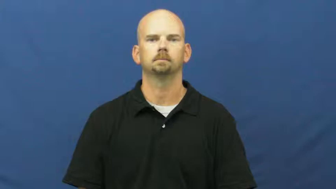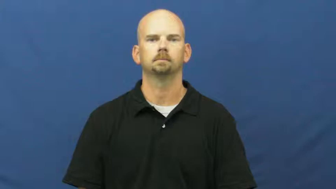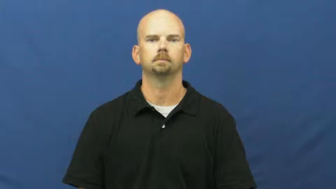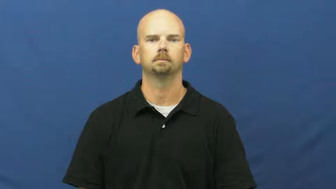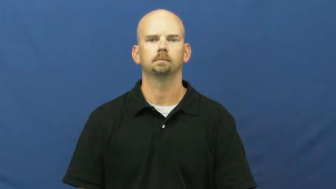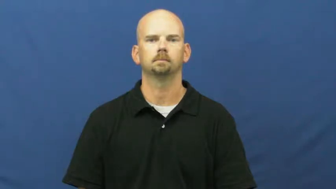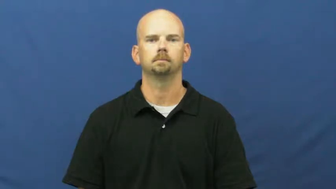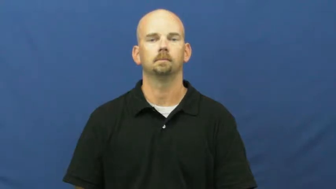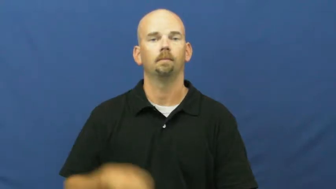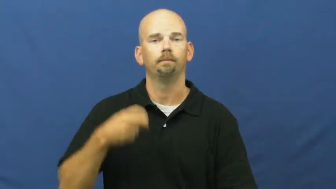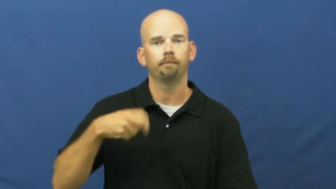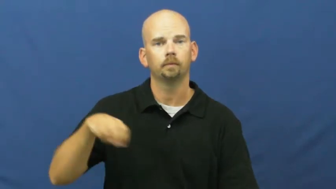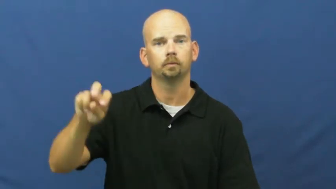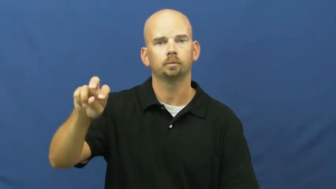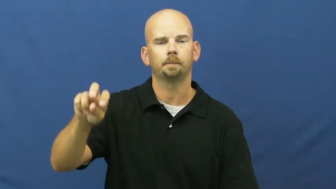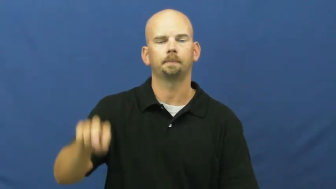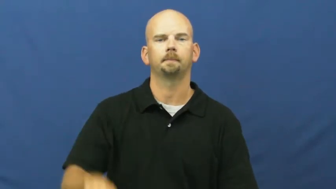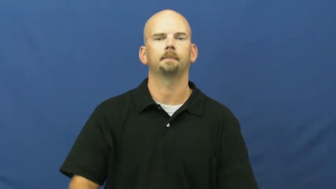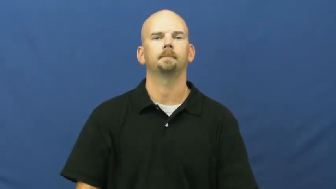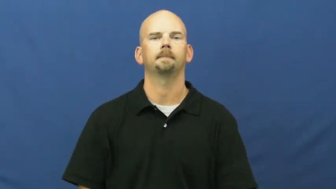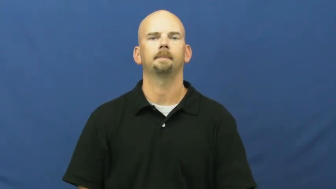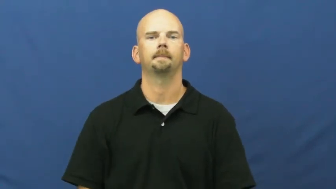trip,passage,junket-journey